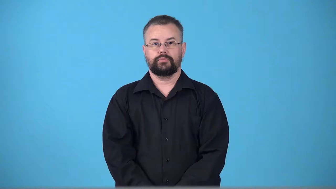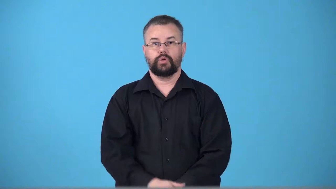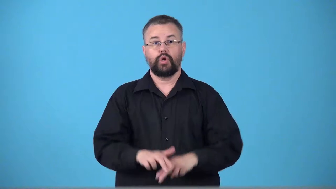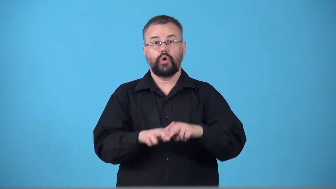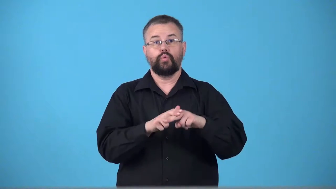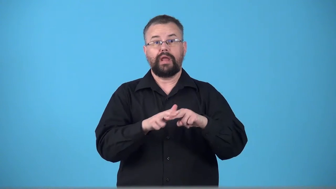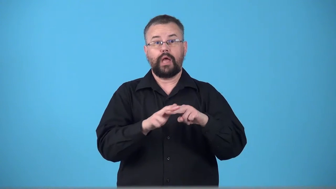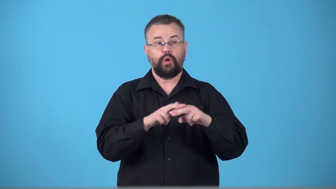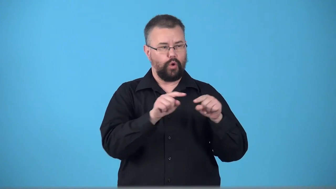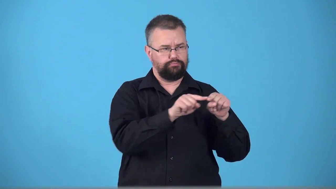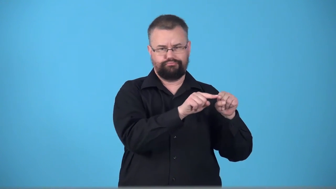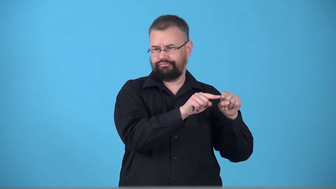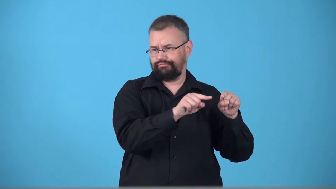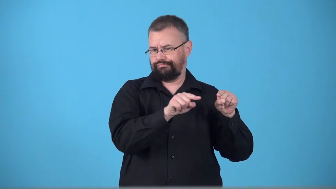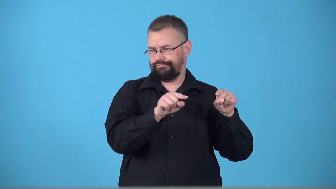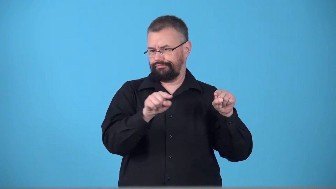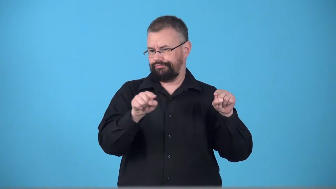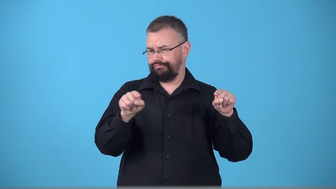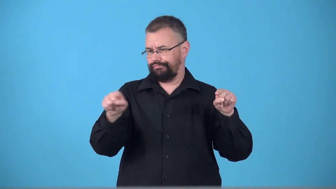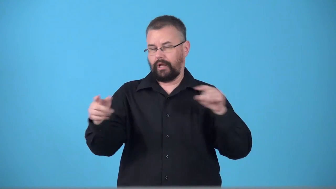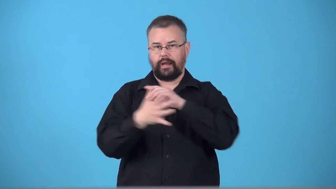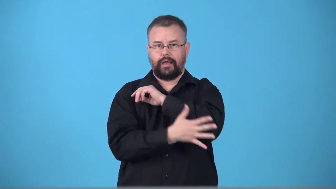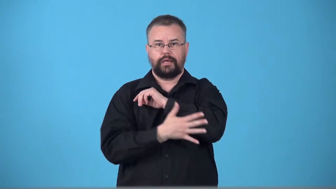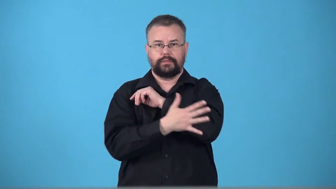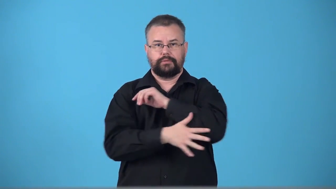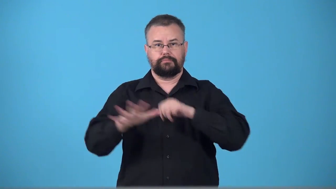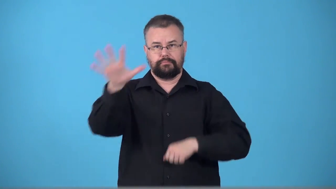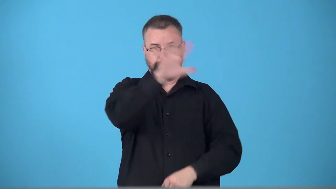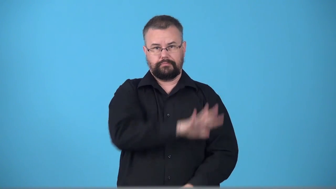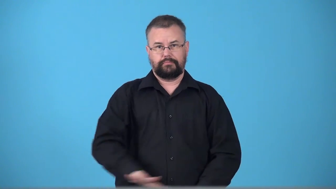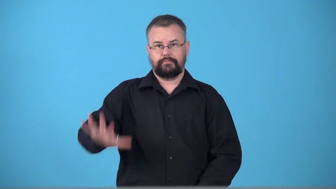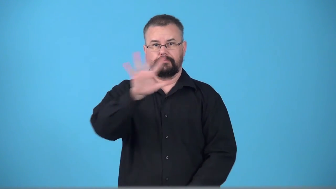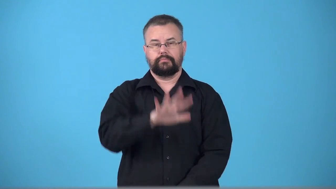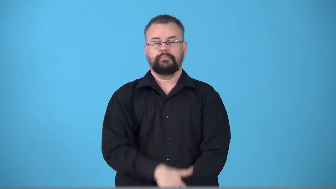transcontinental